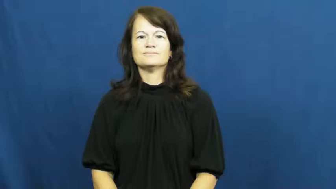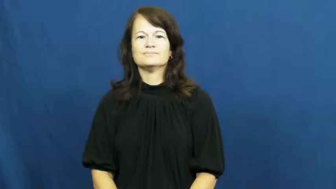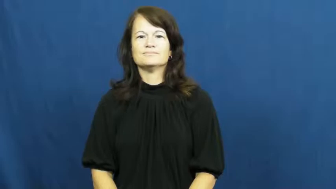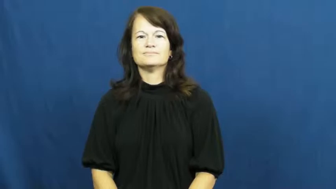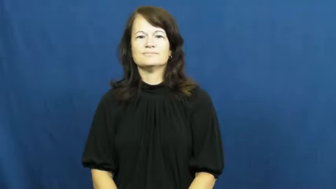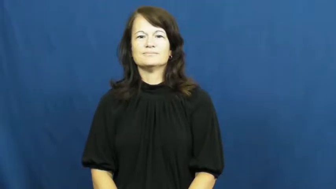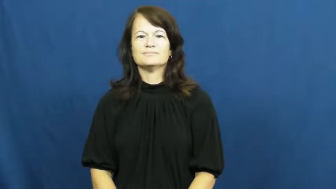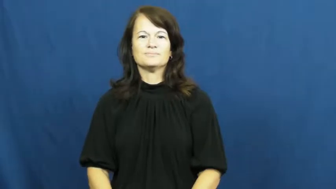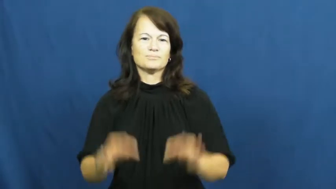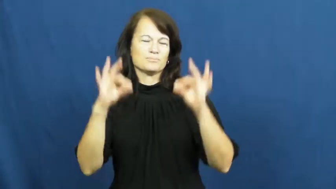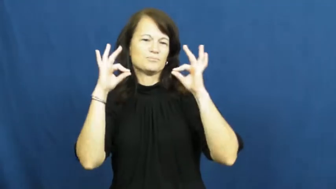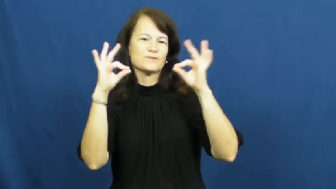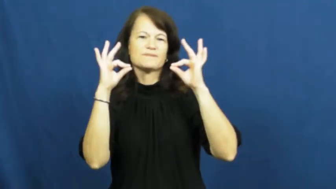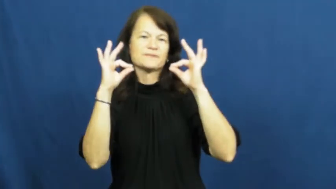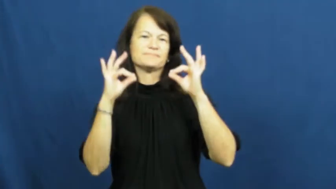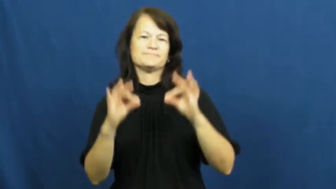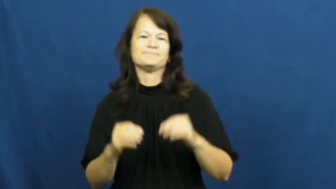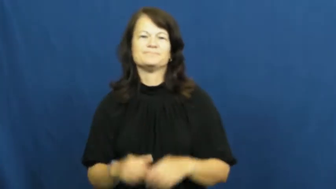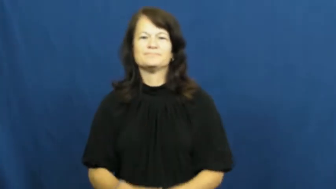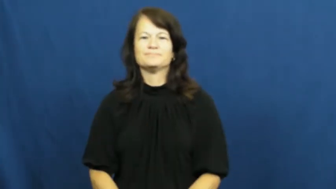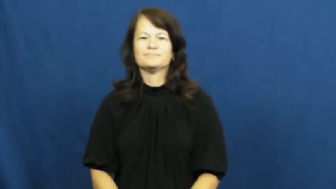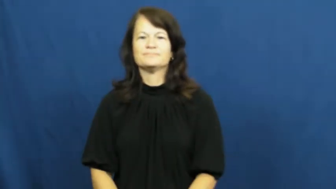ideal,shipshape-perfect